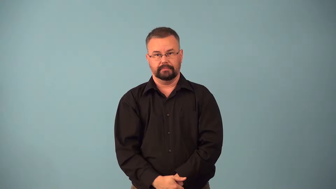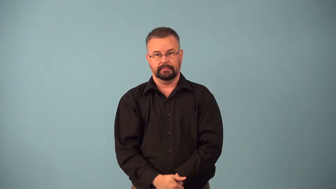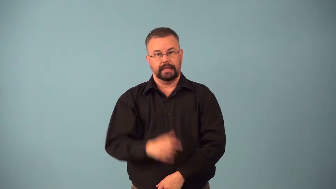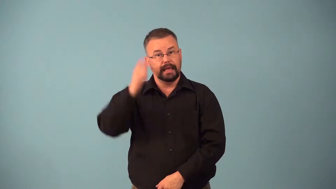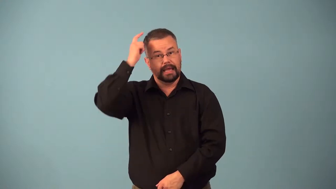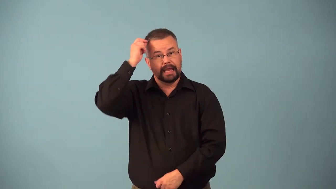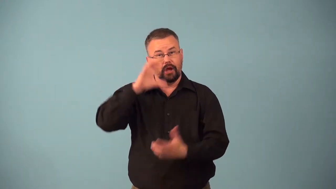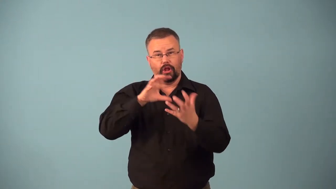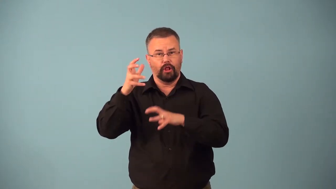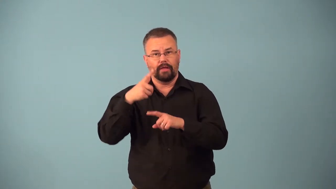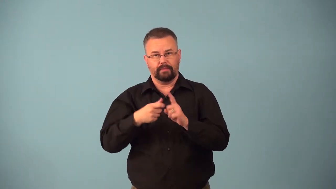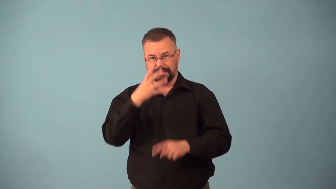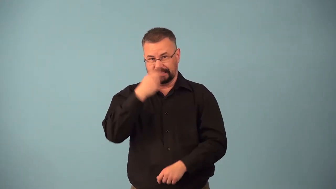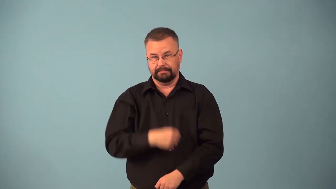bedhead